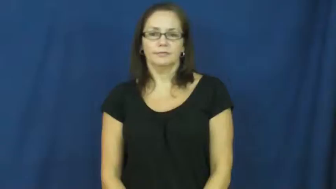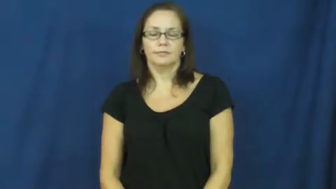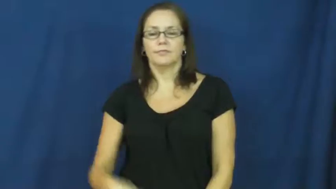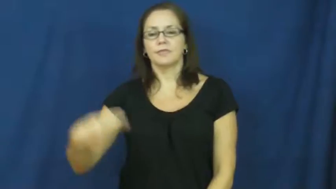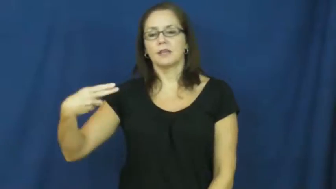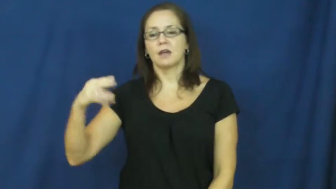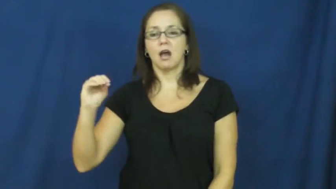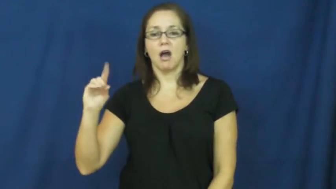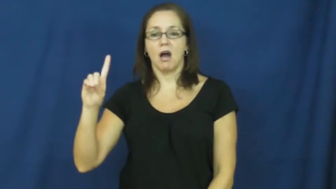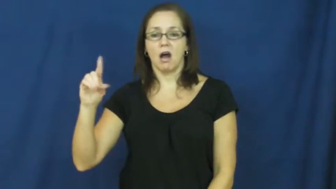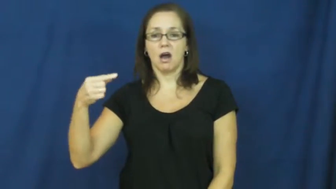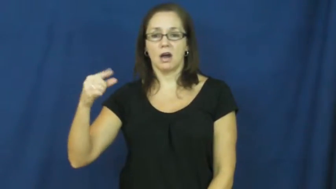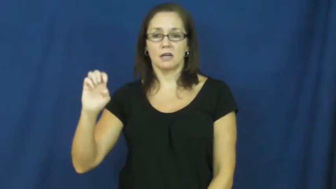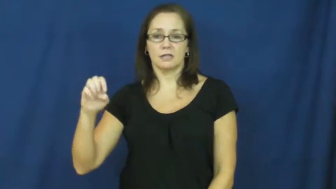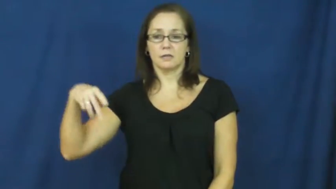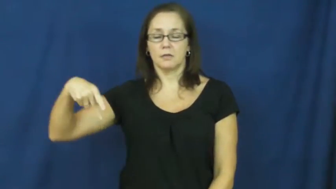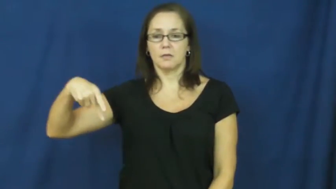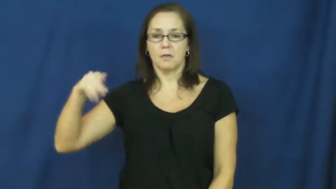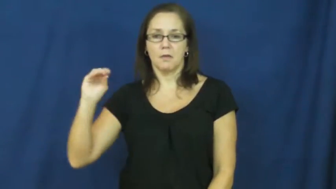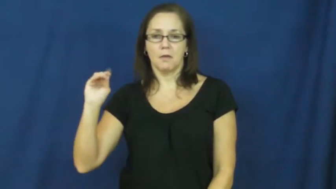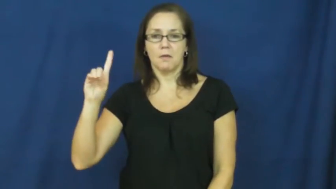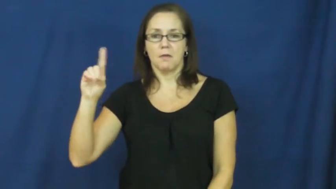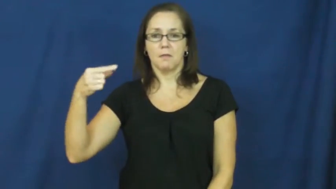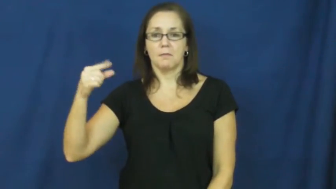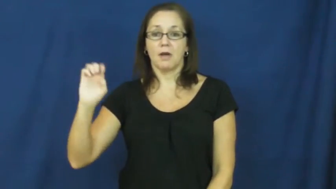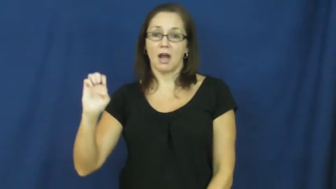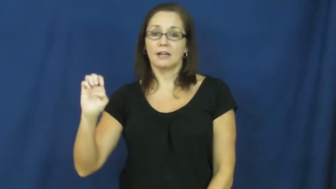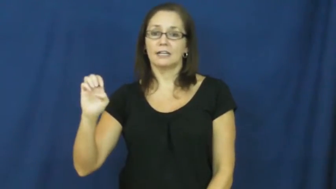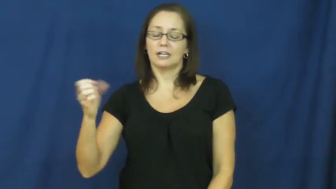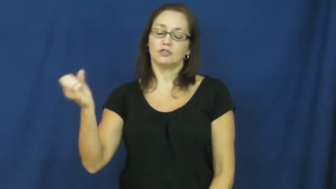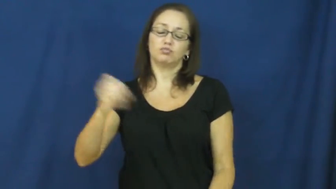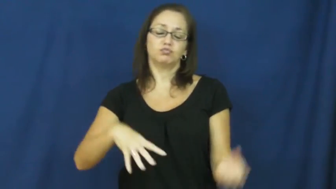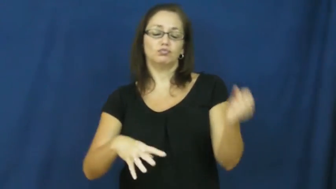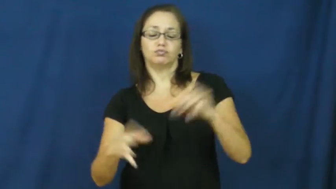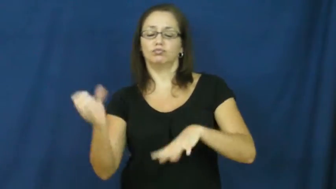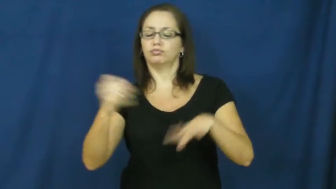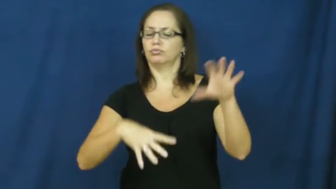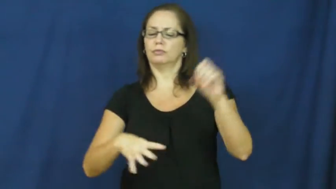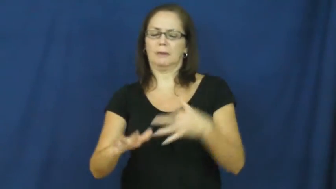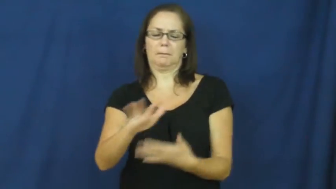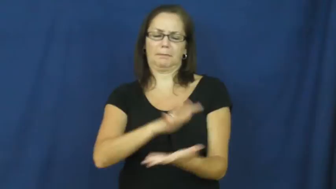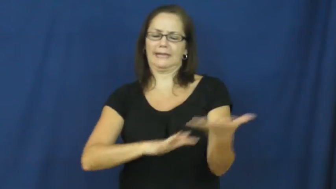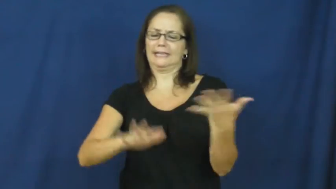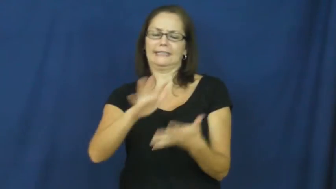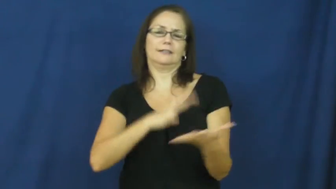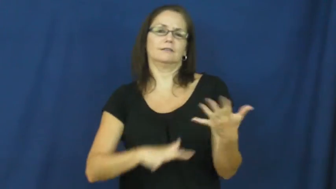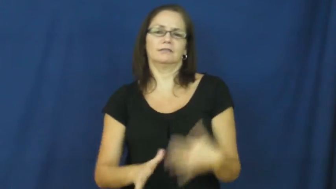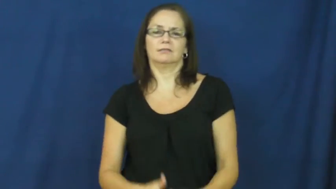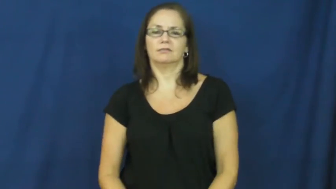hodgepodge